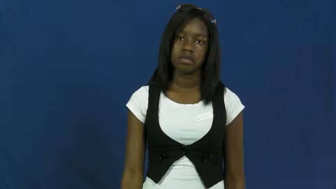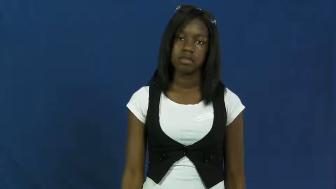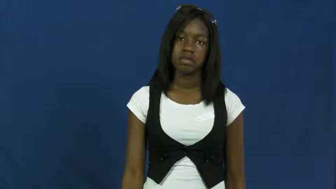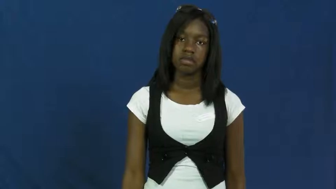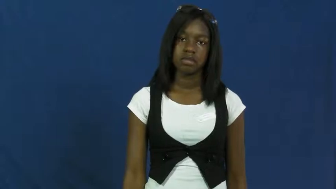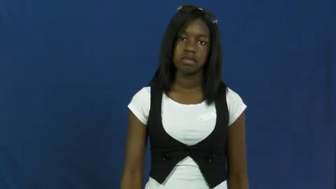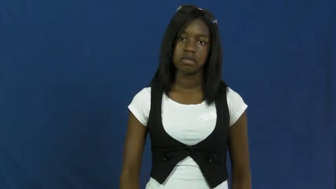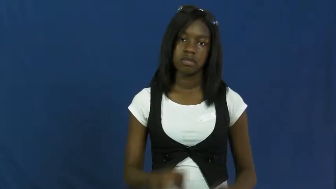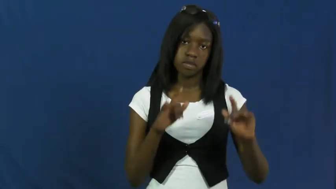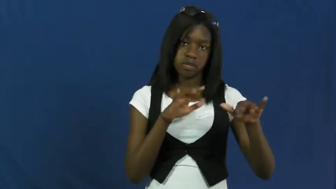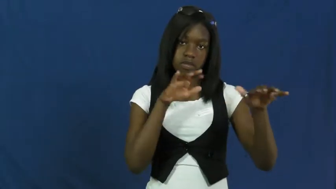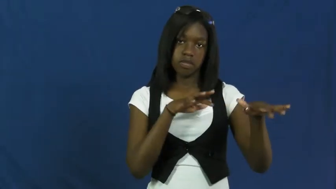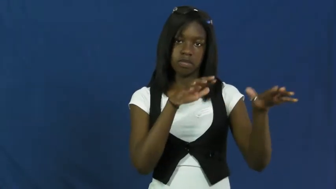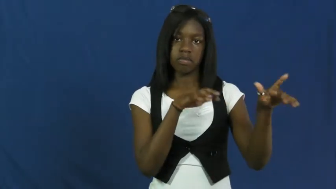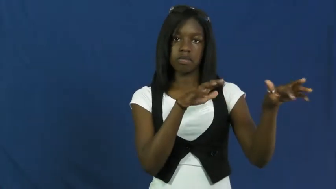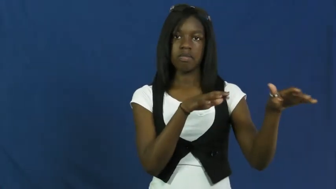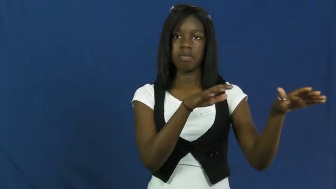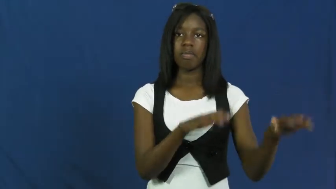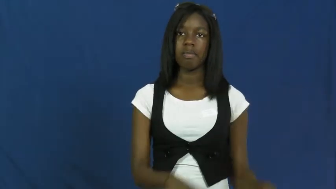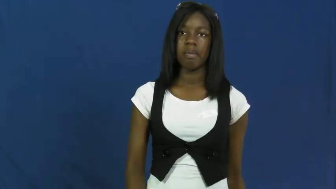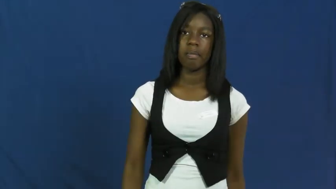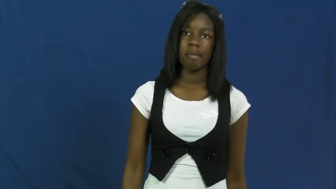flow,run,course,sluice,stream,effluent